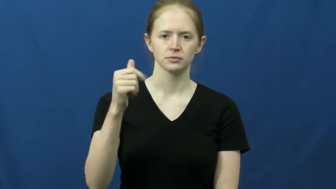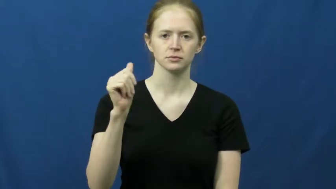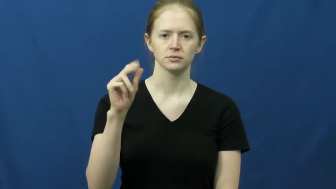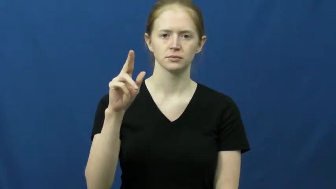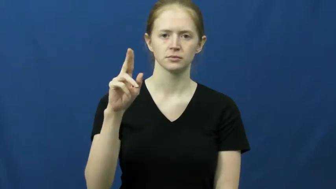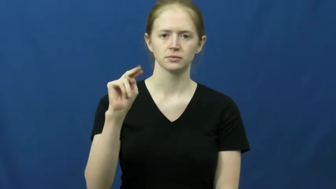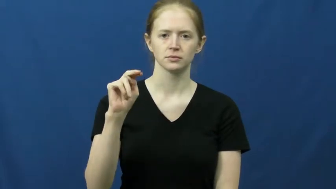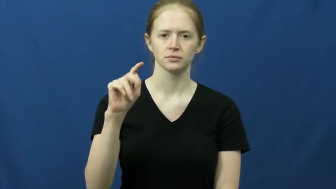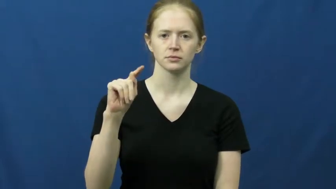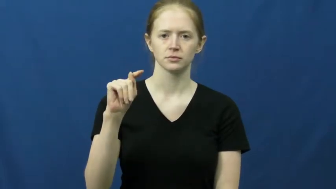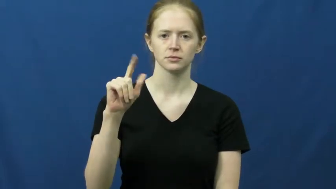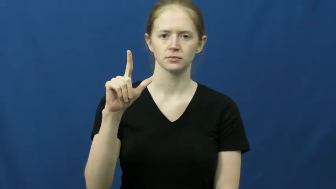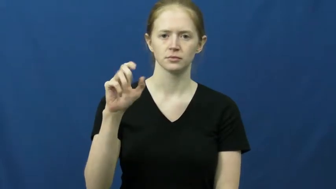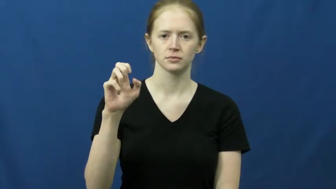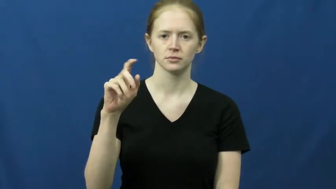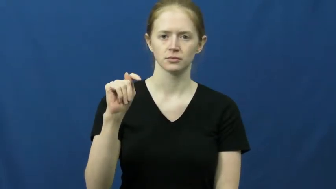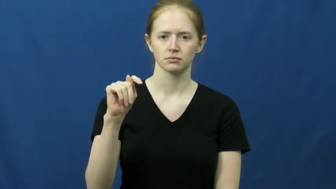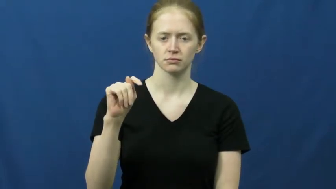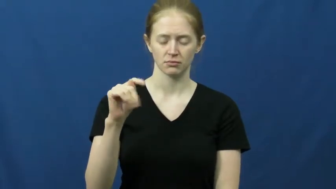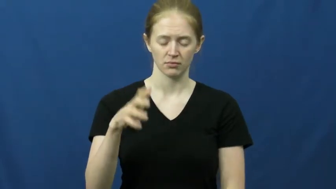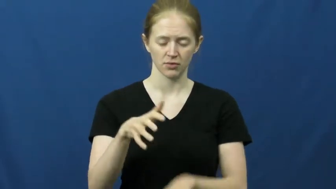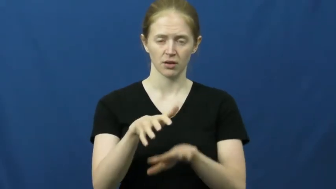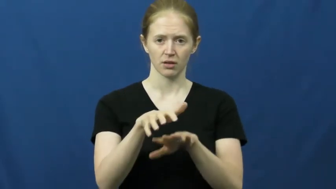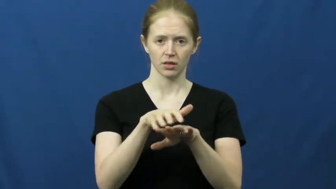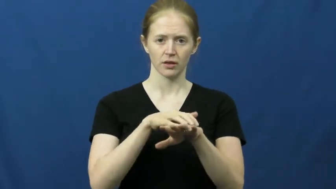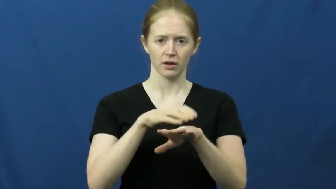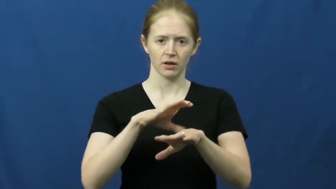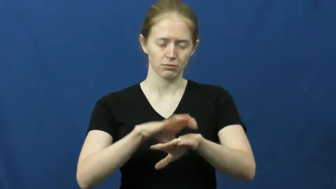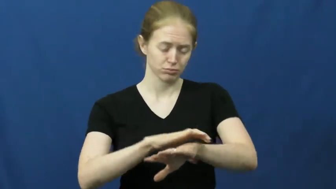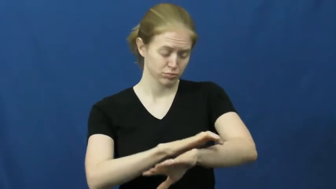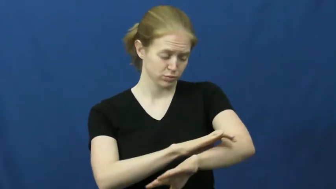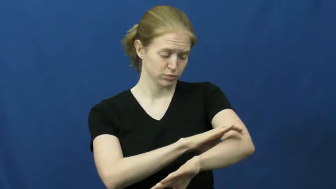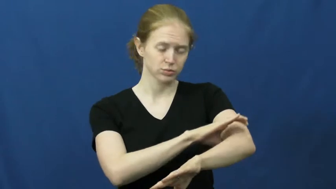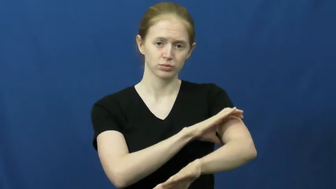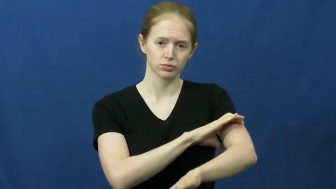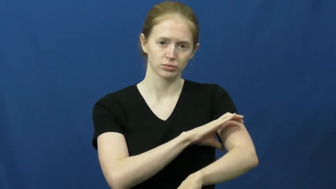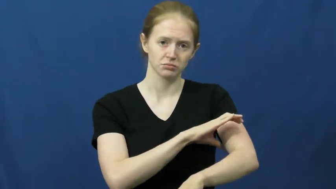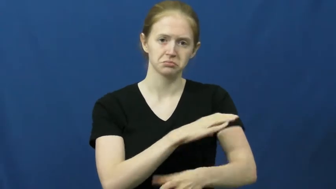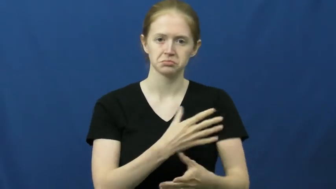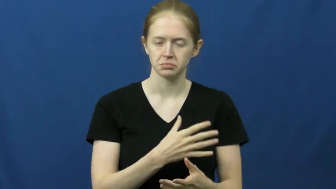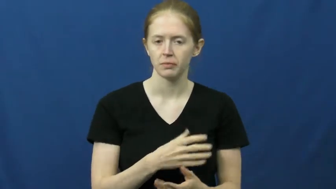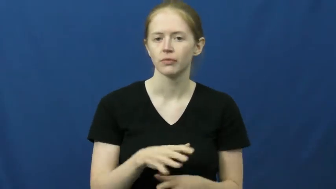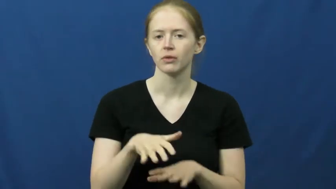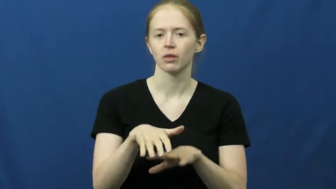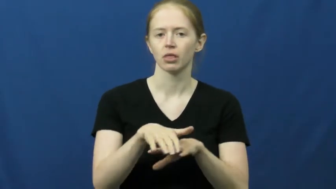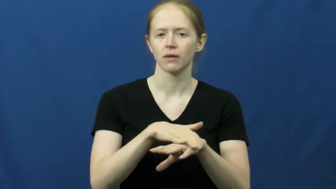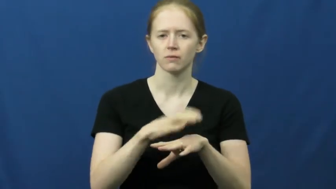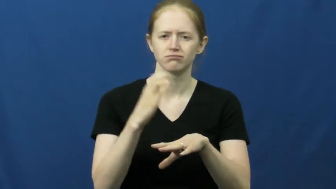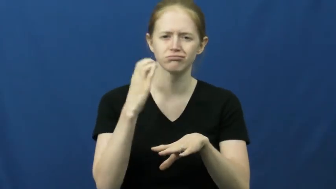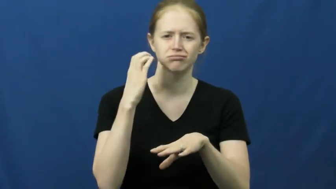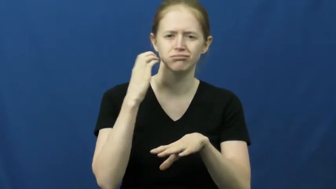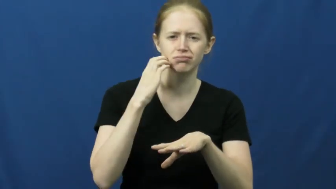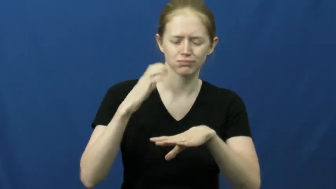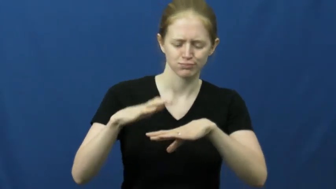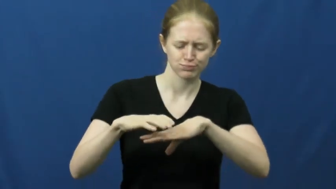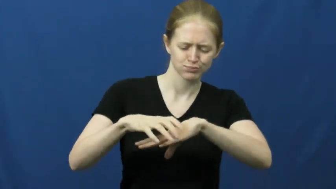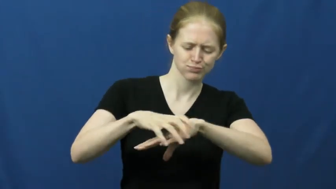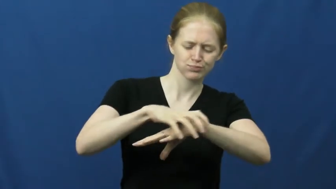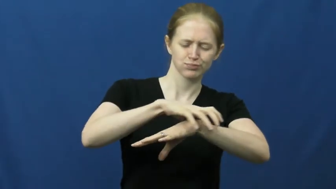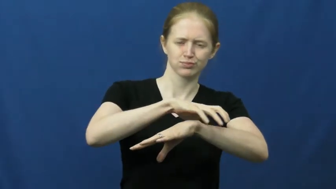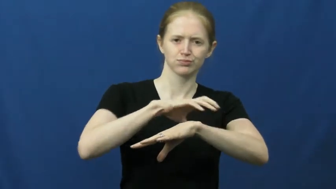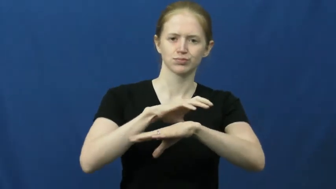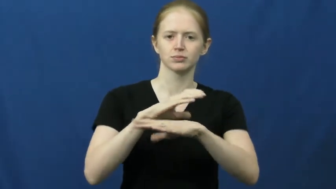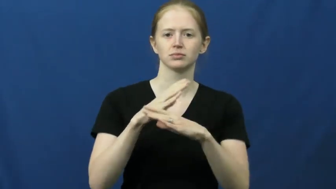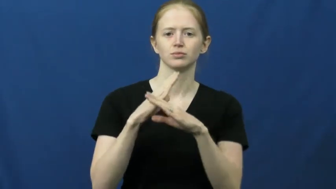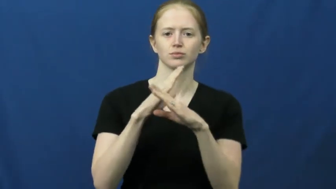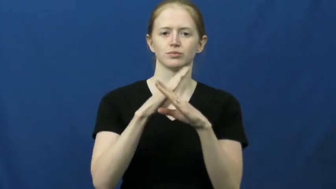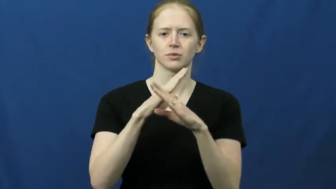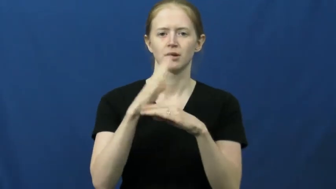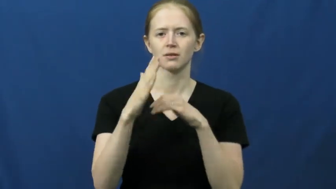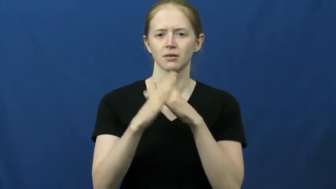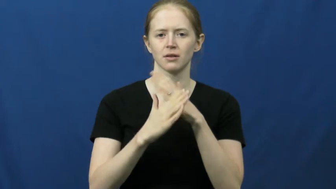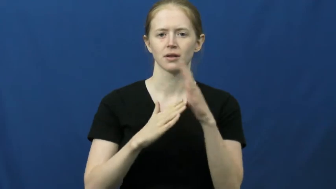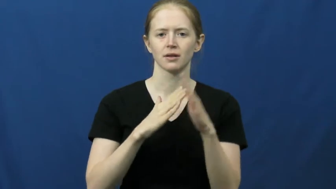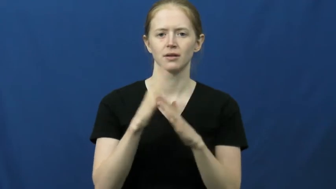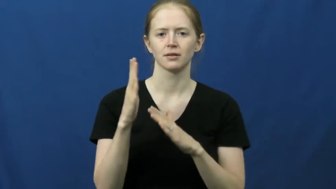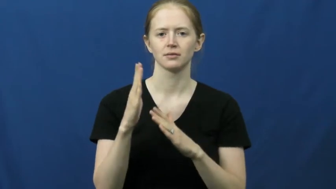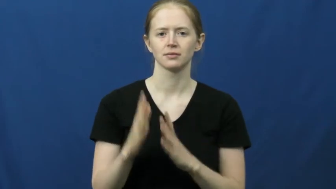gauntlet-glove